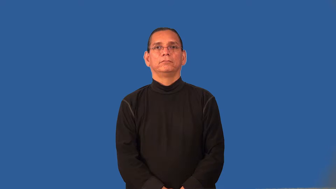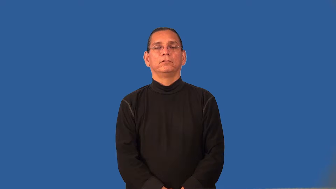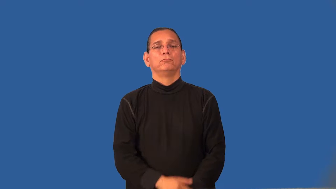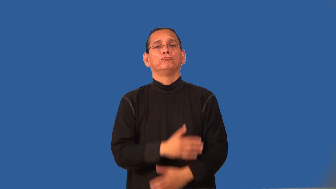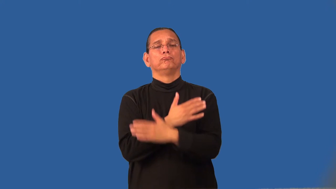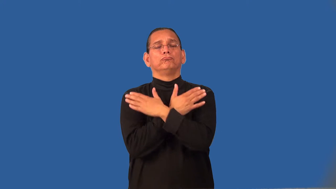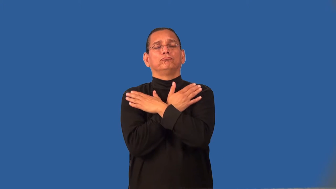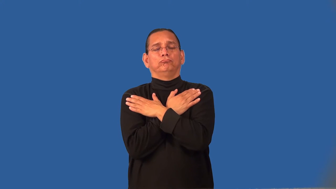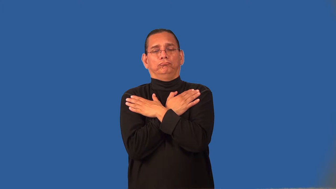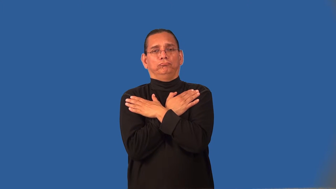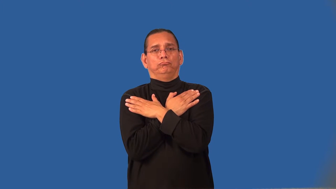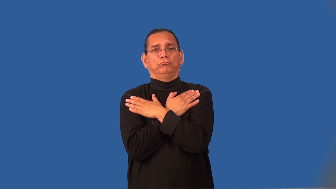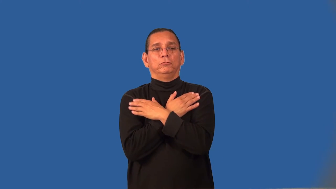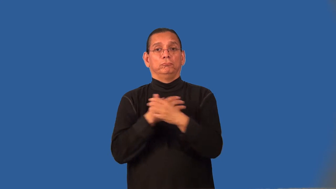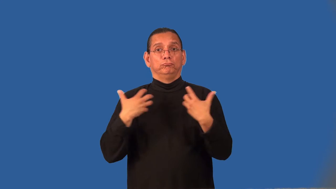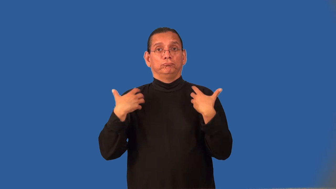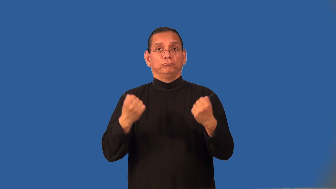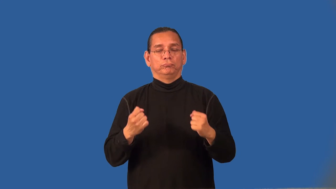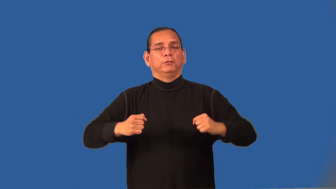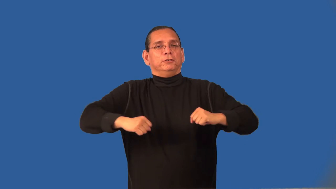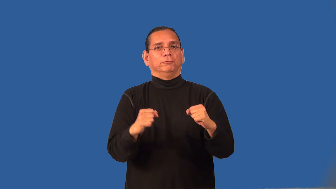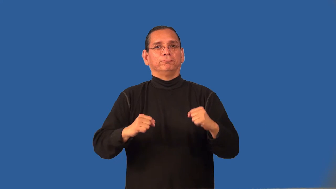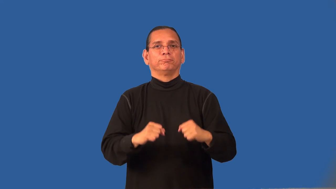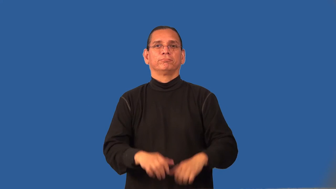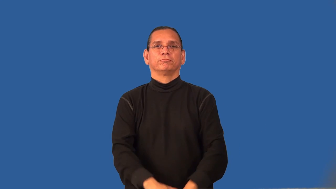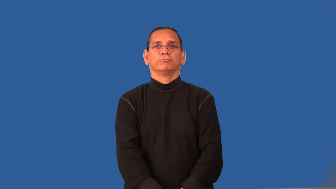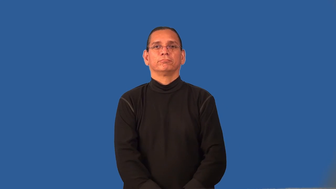revitalize